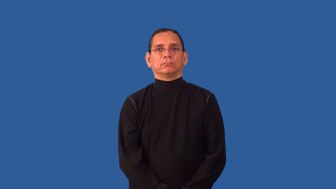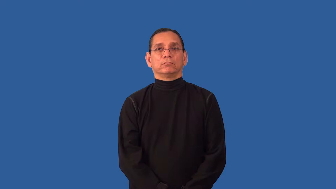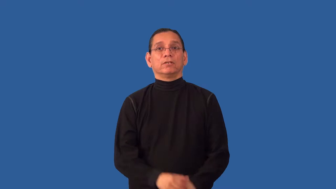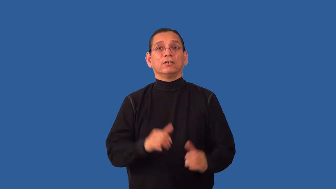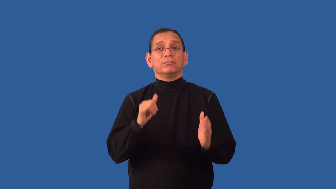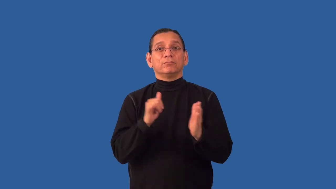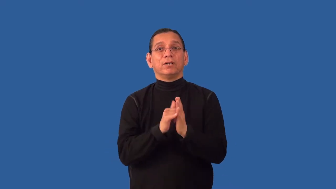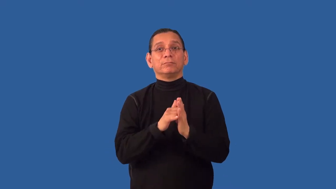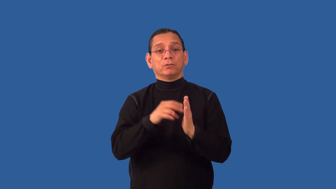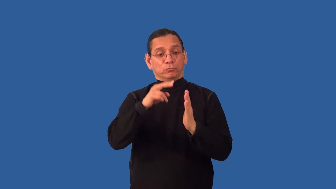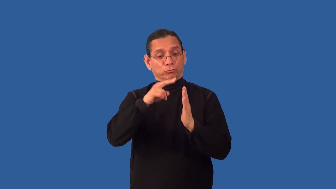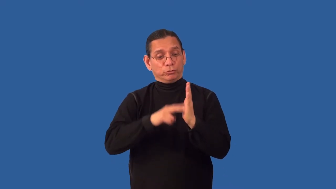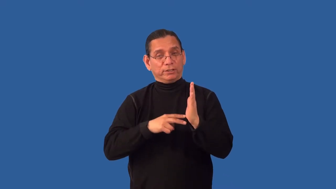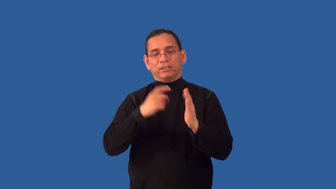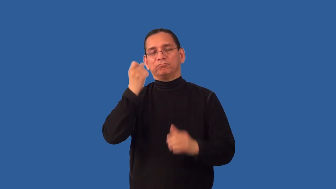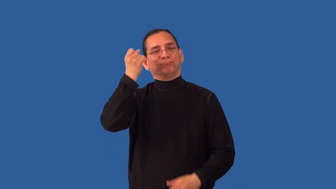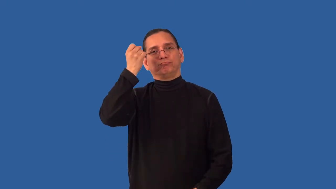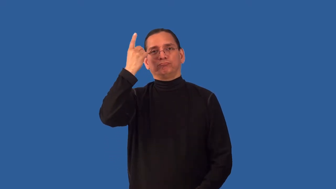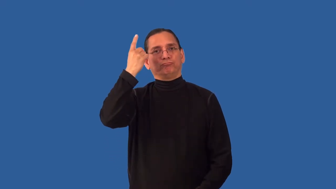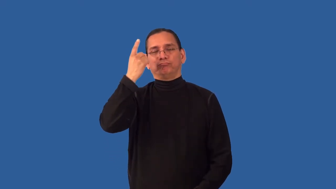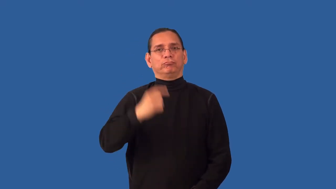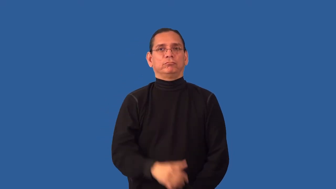indecipherable